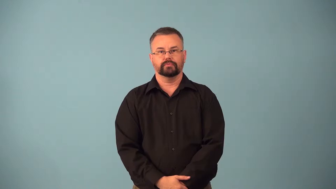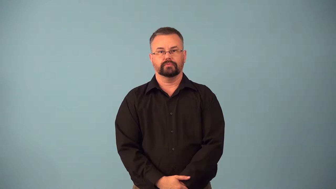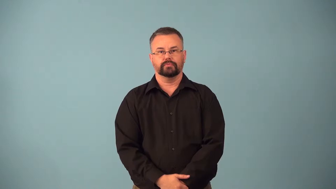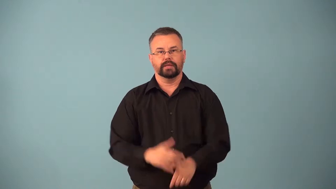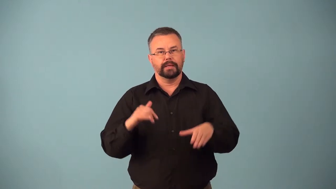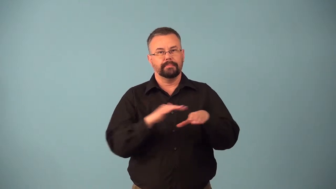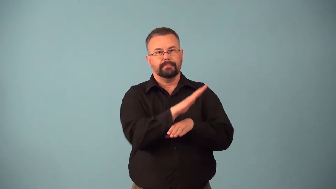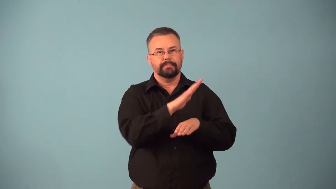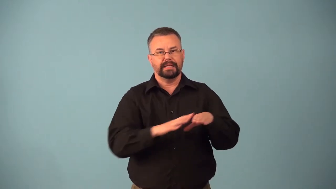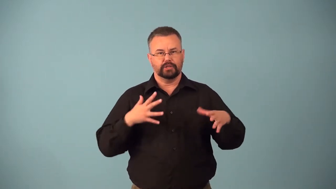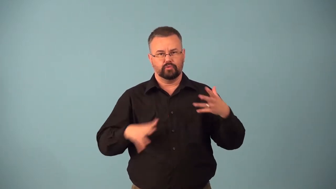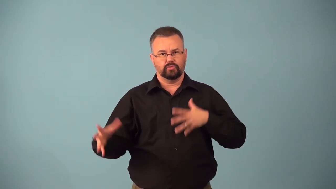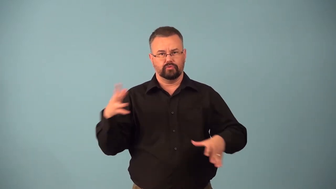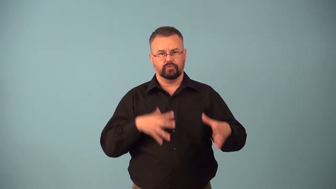beachwear